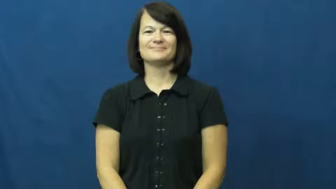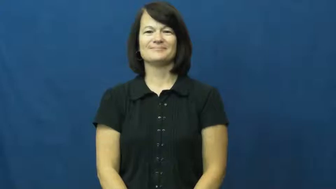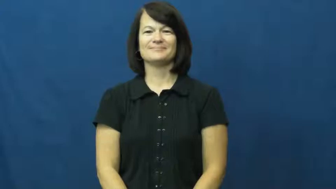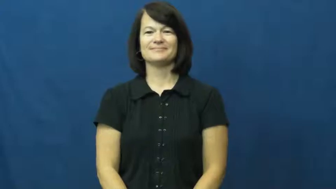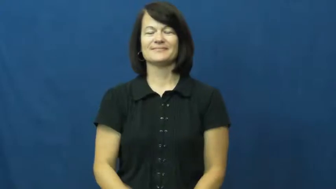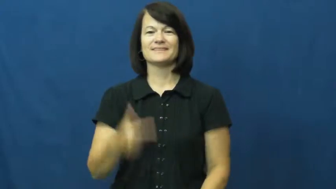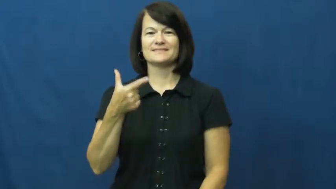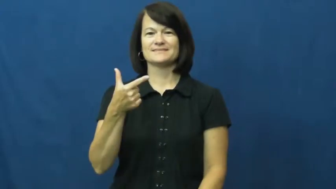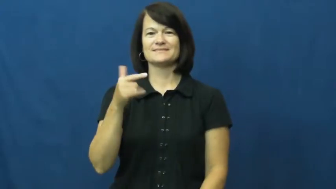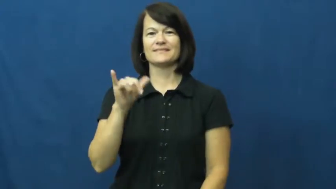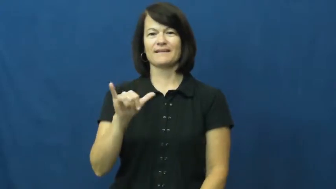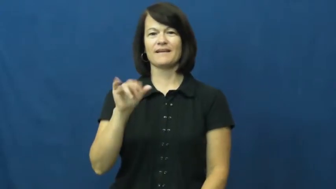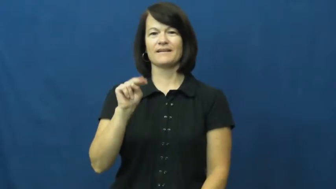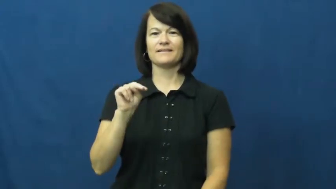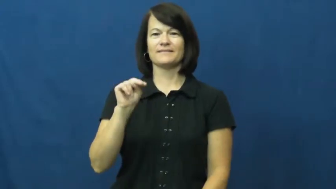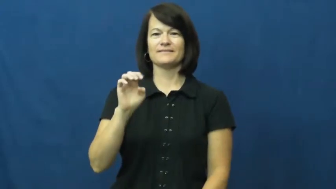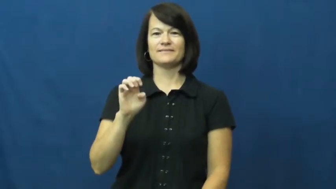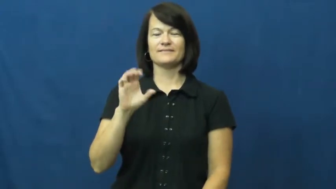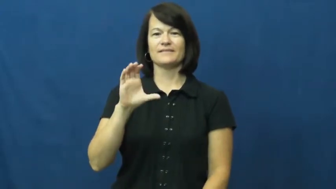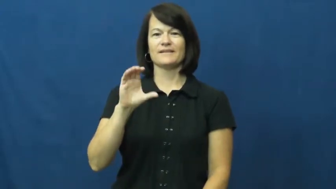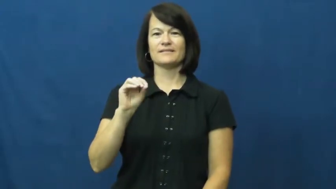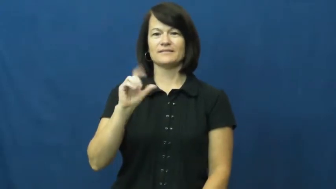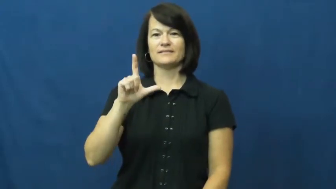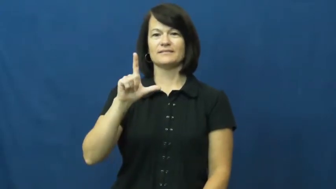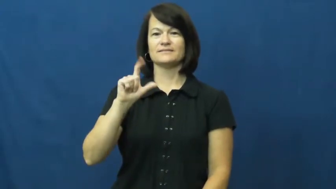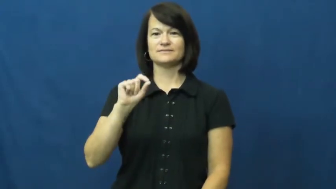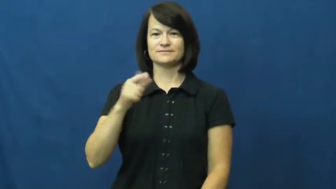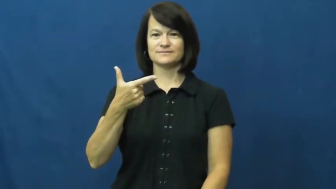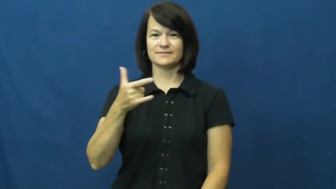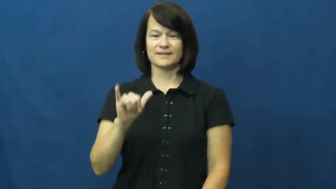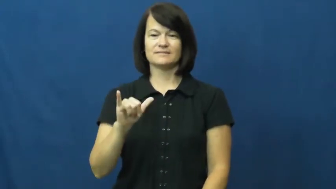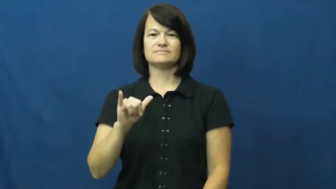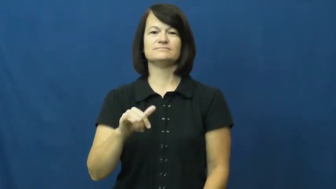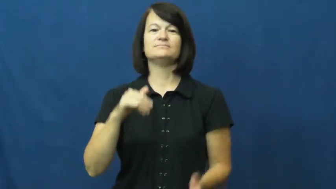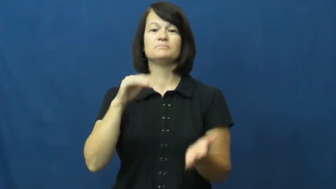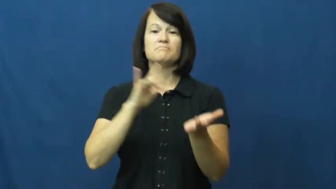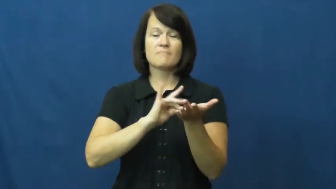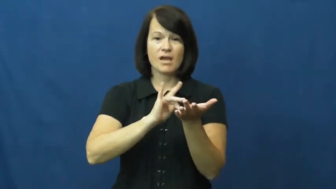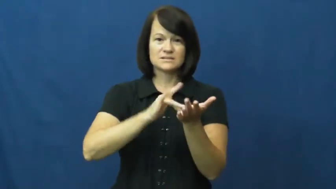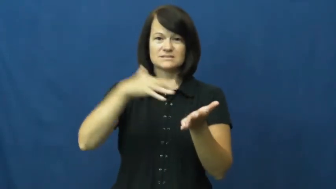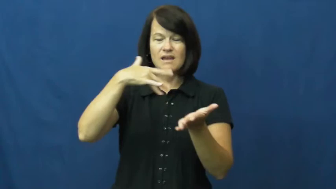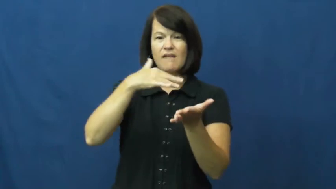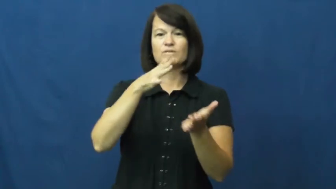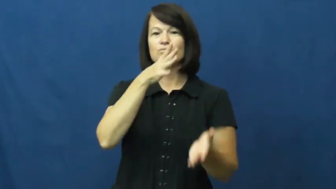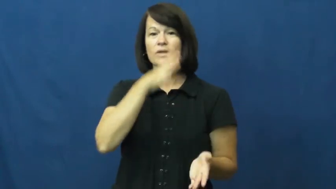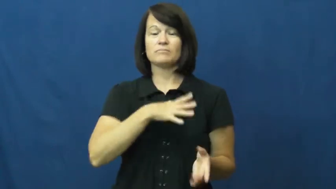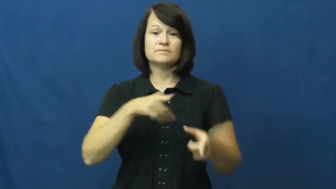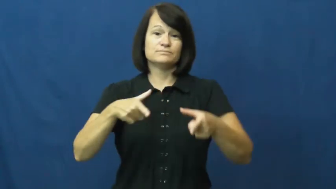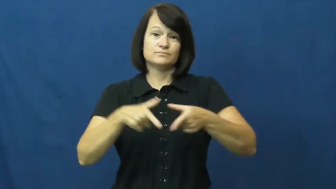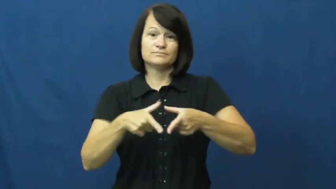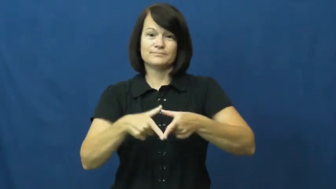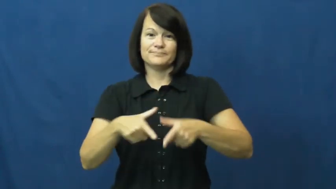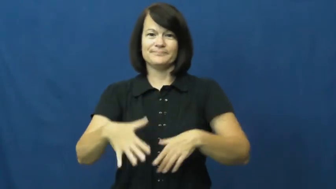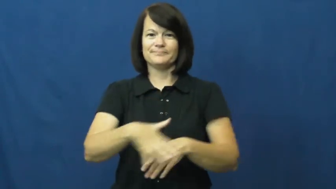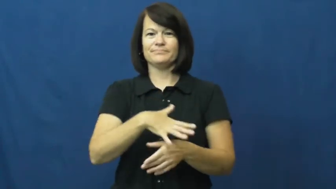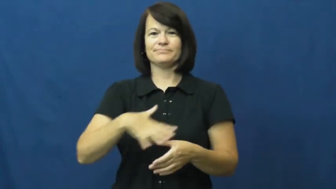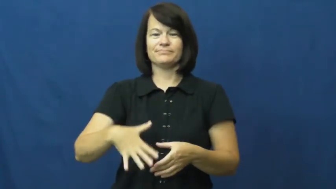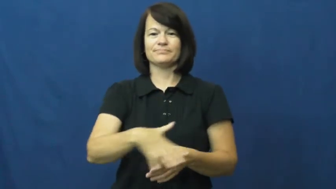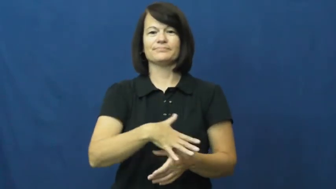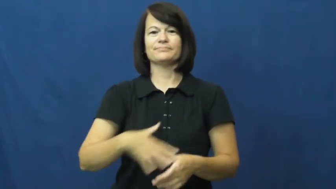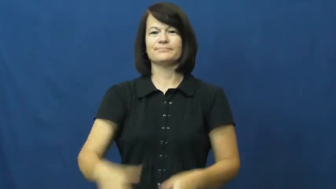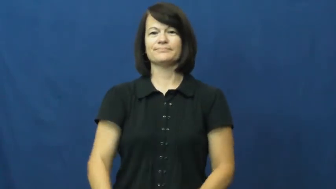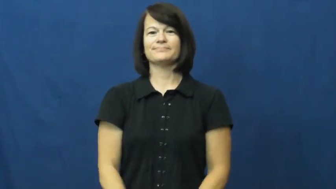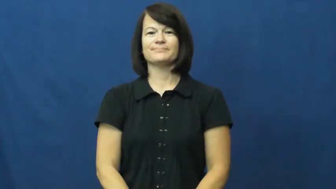gynecology